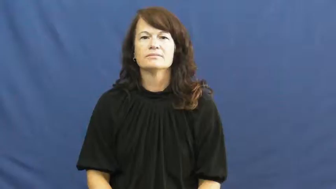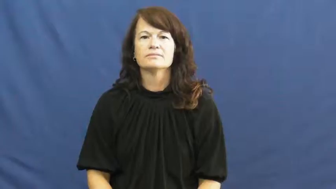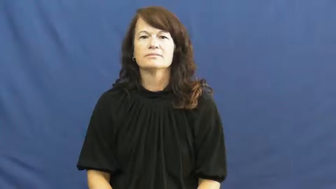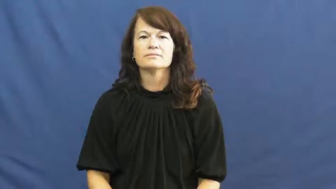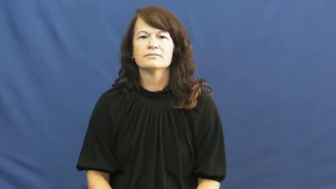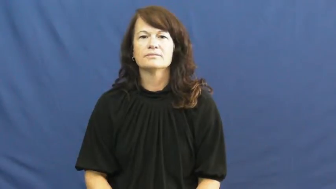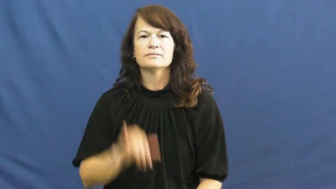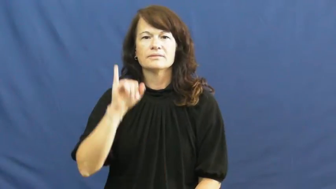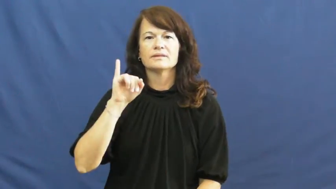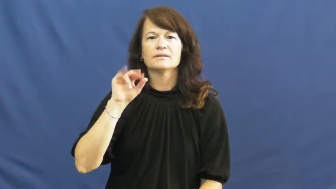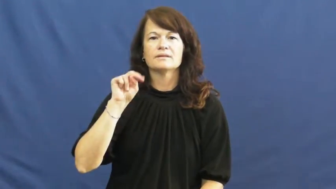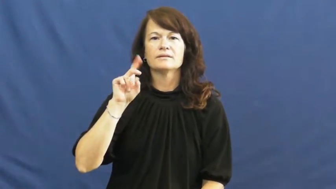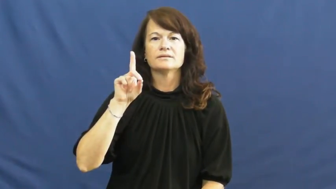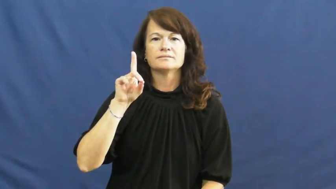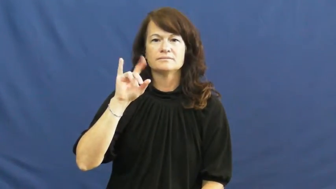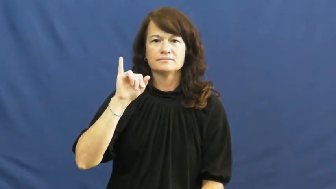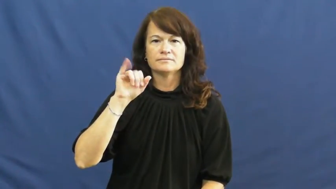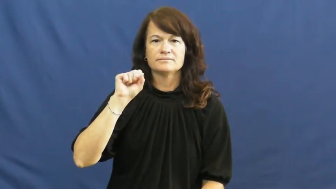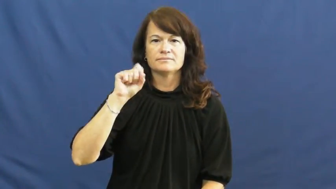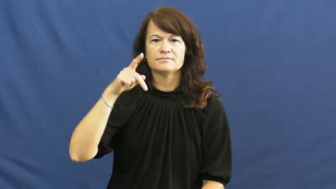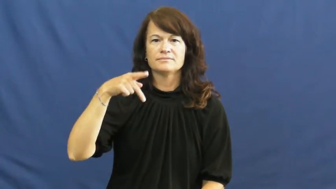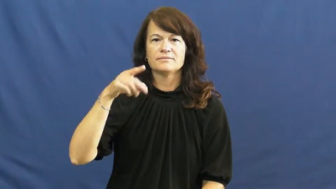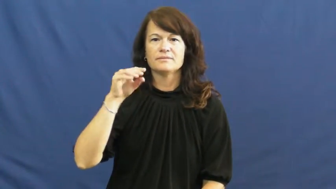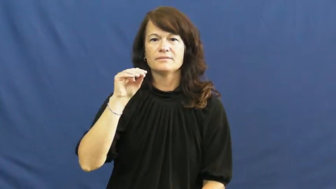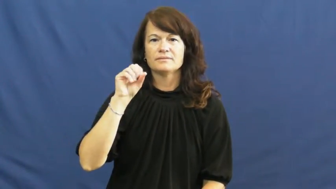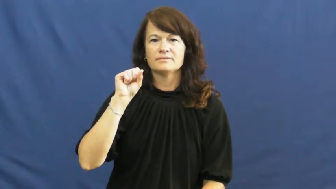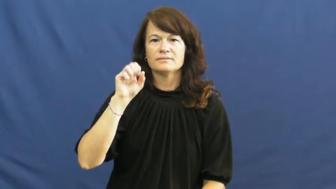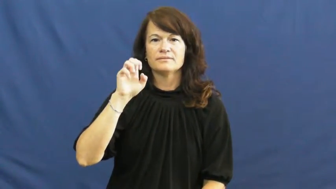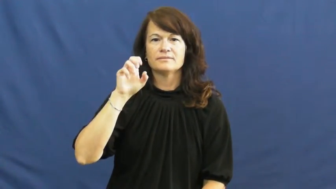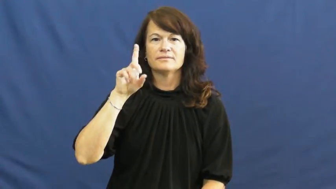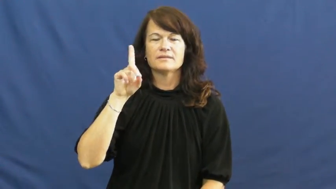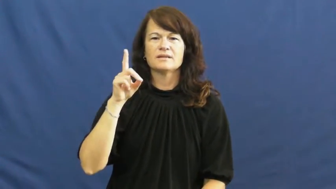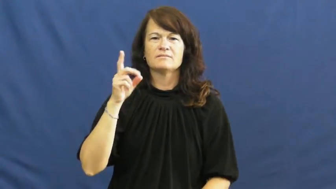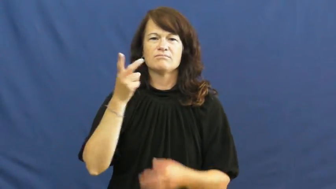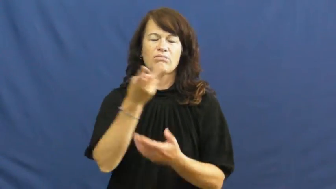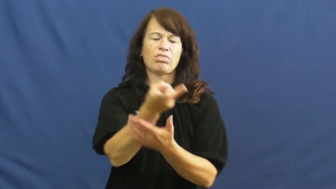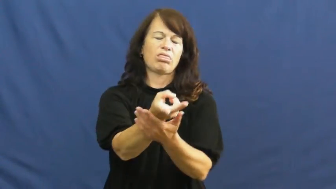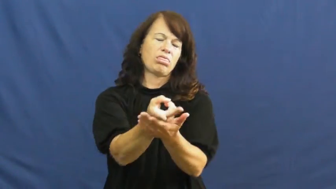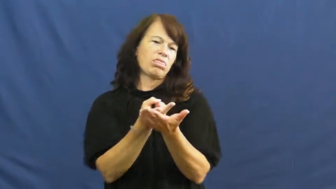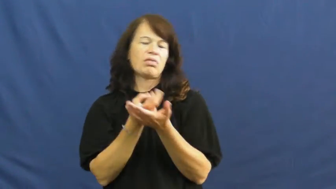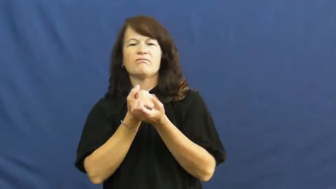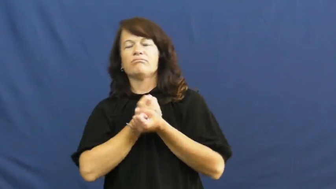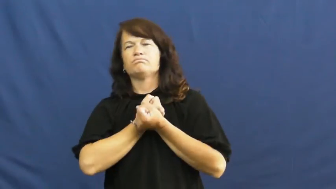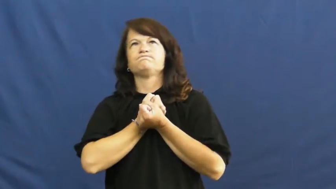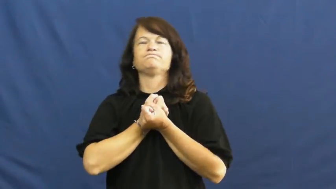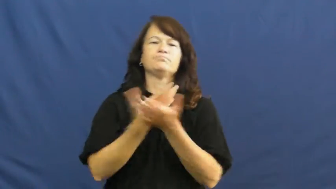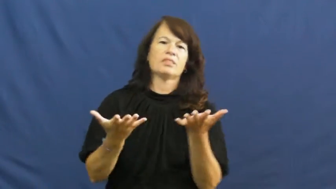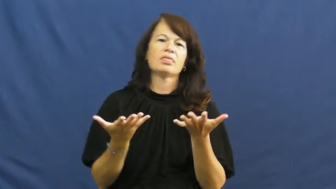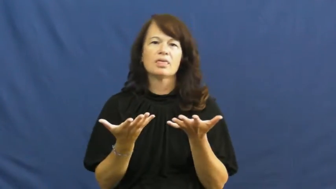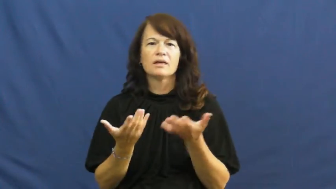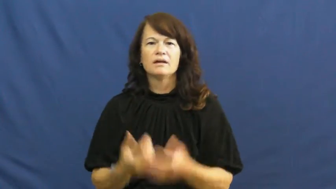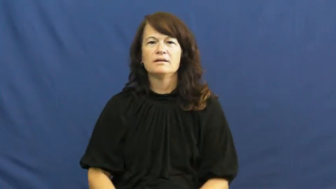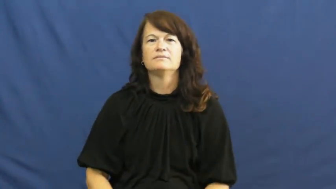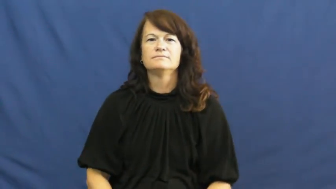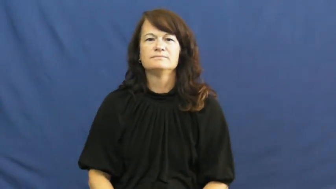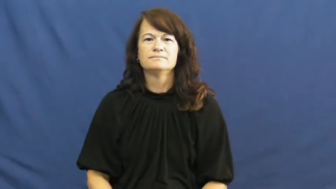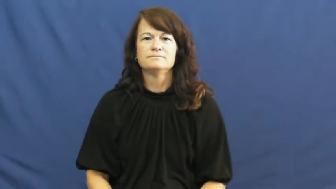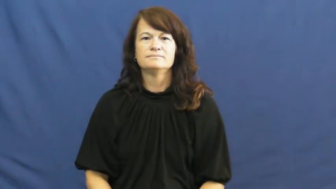indisposed